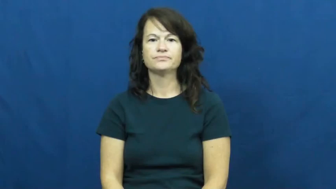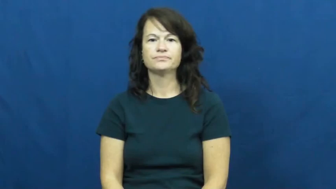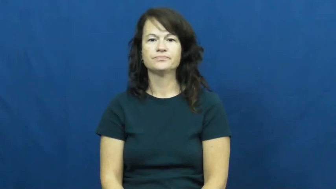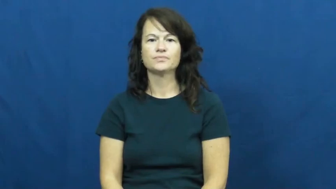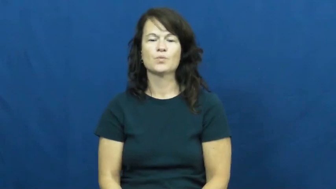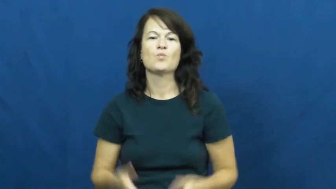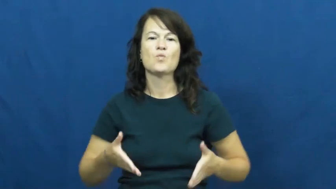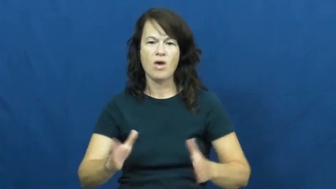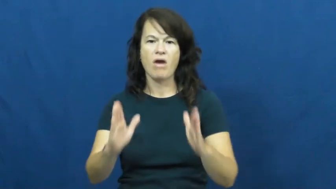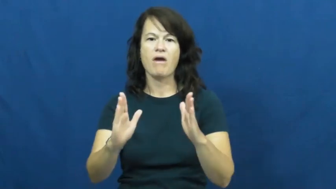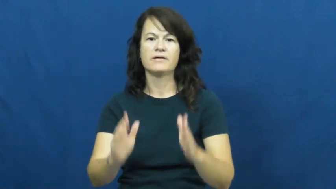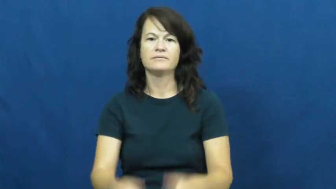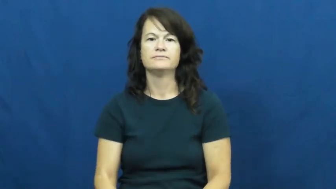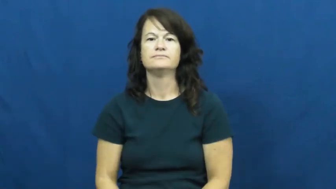way